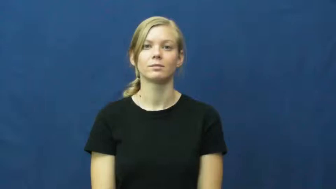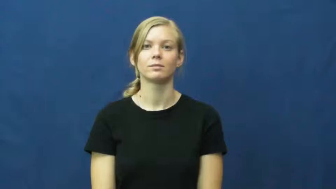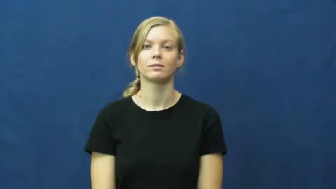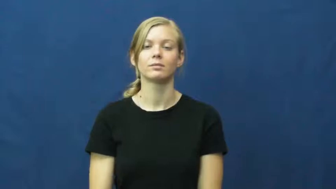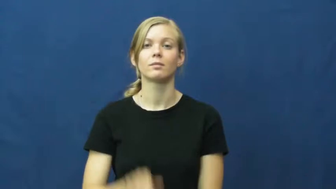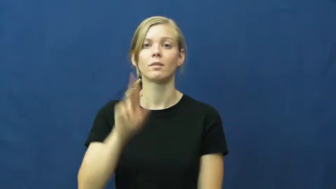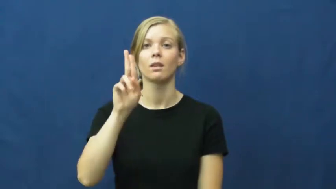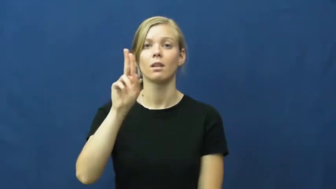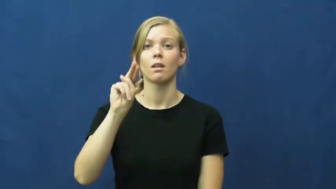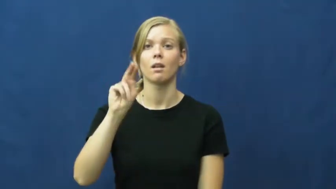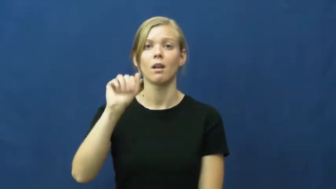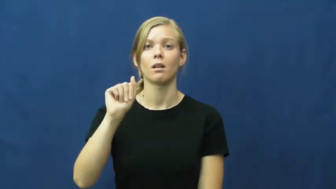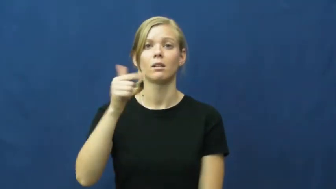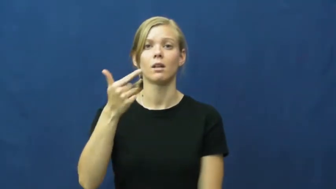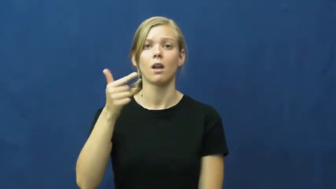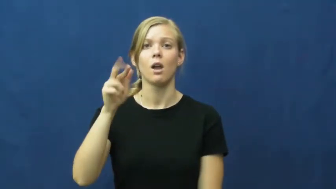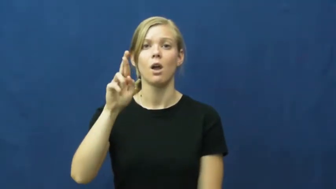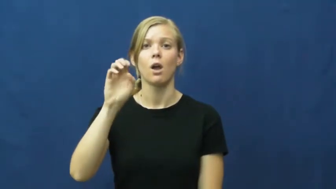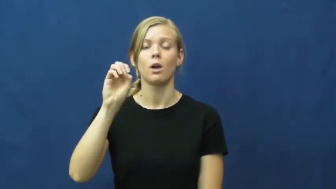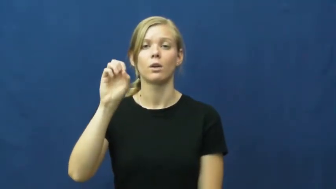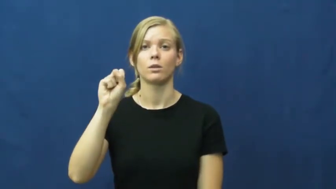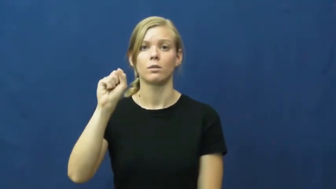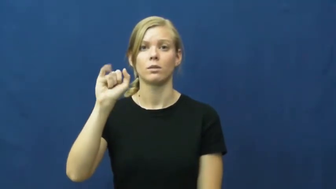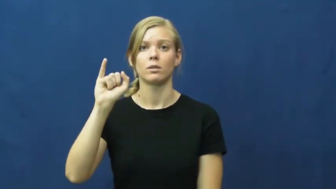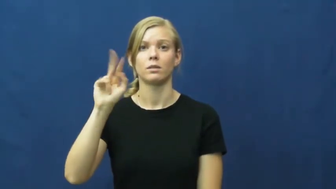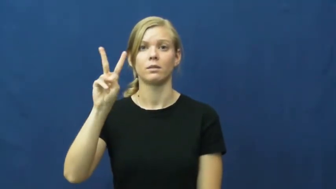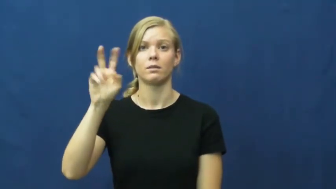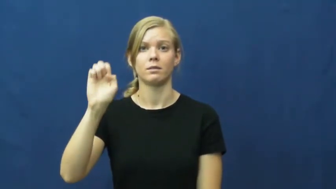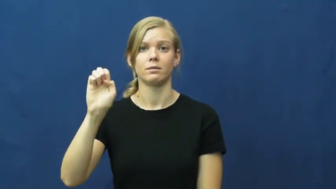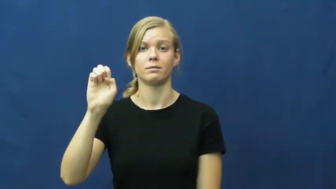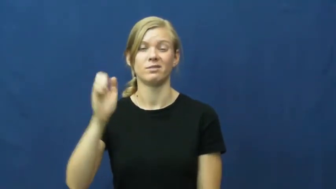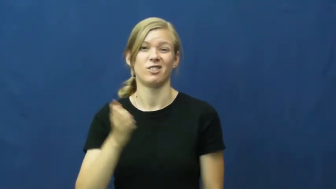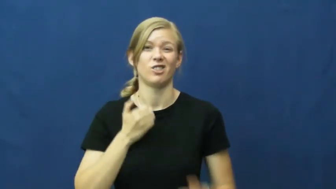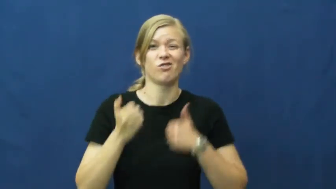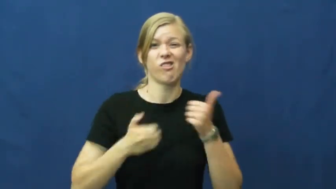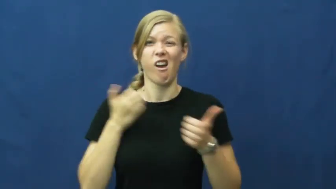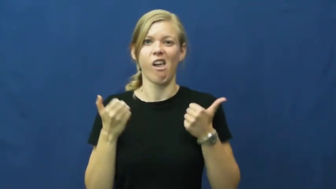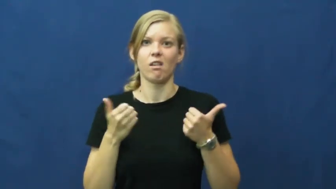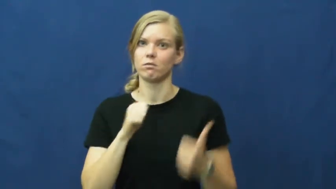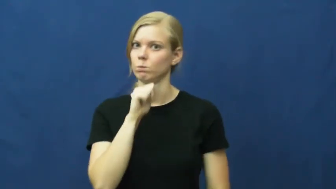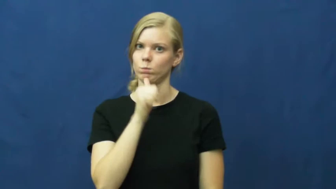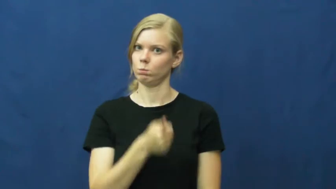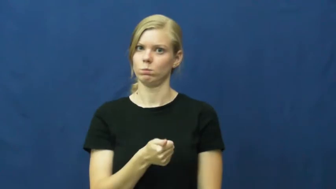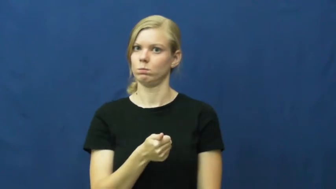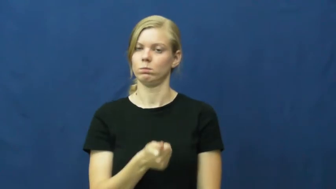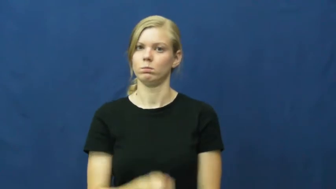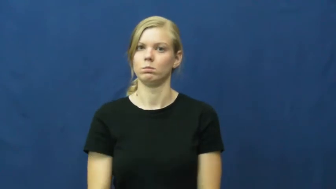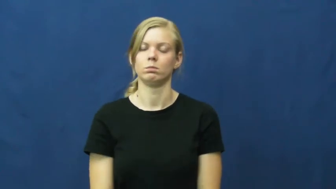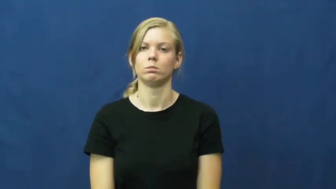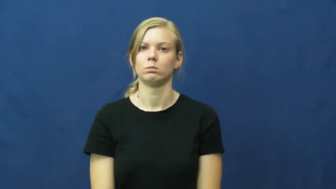unaggressive